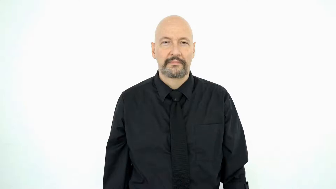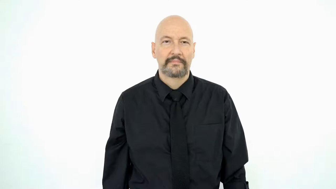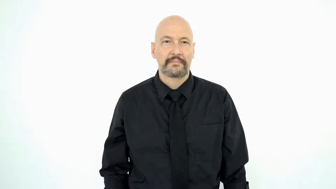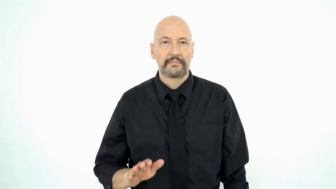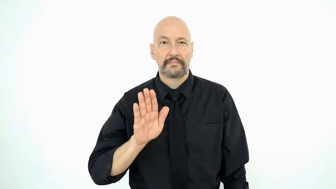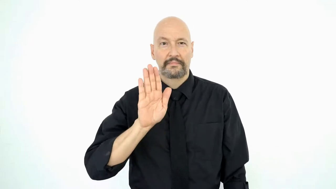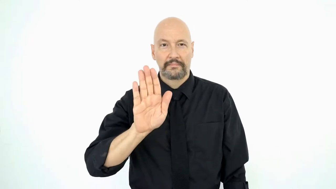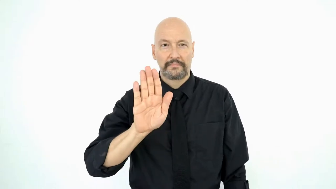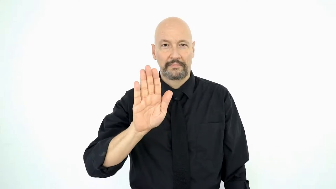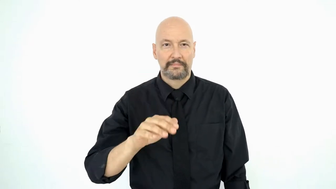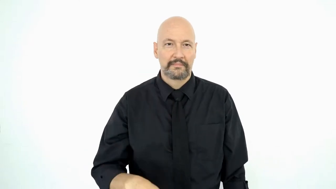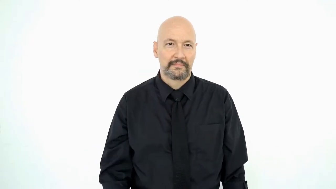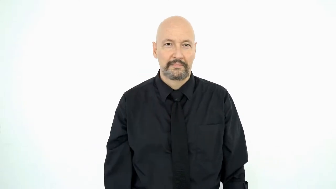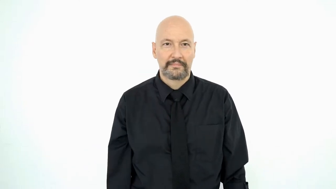YOUR